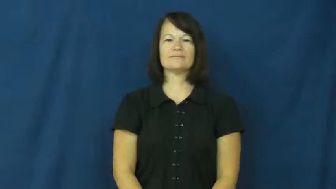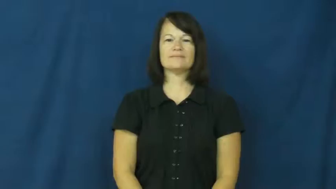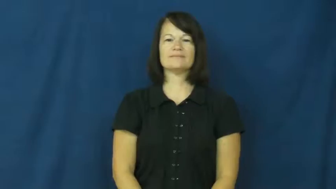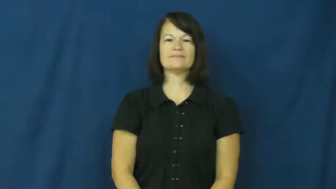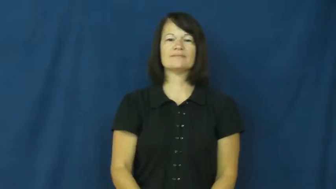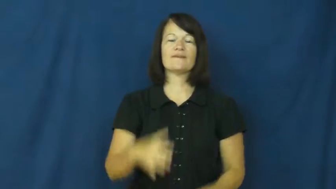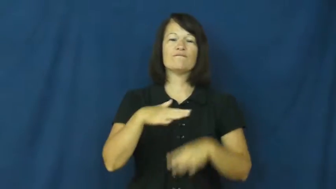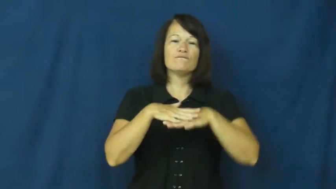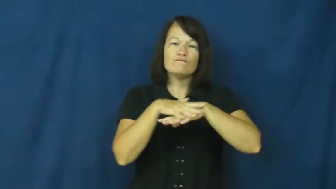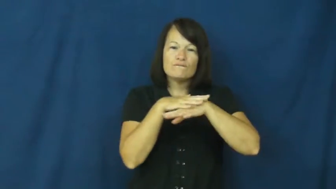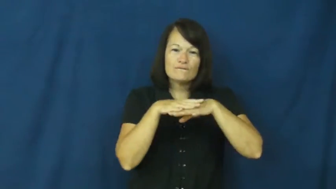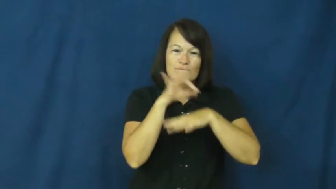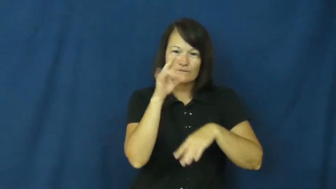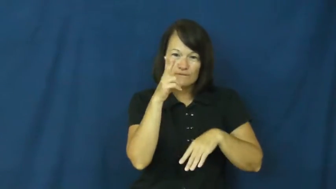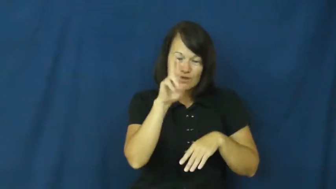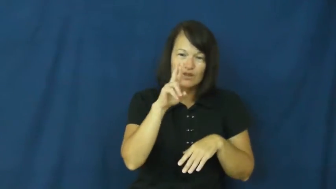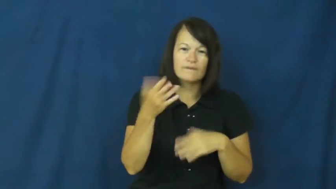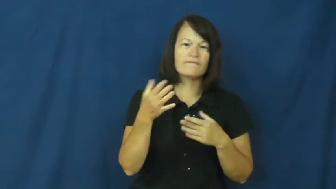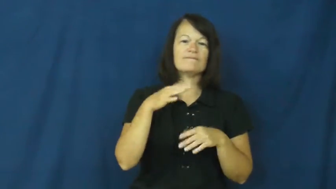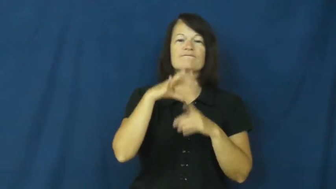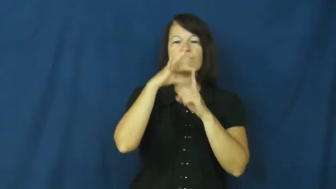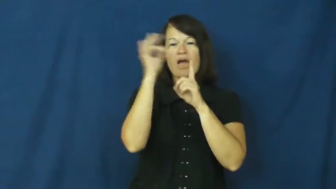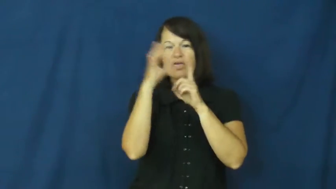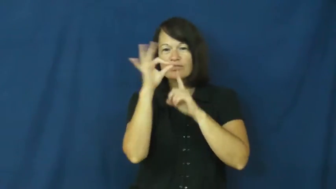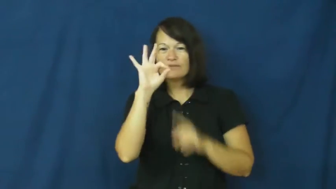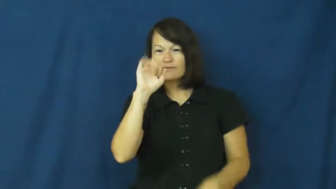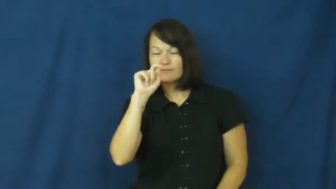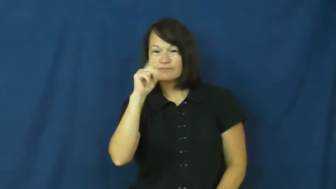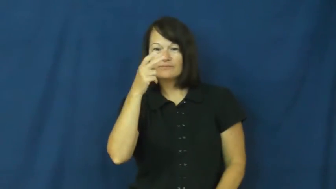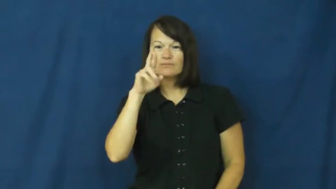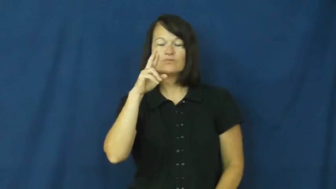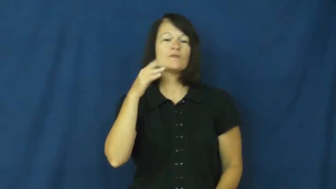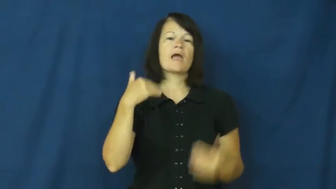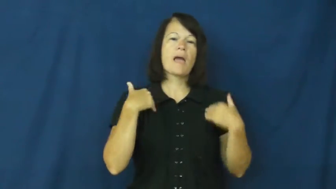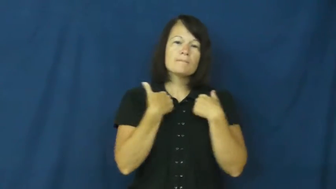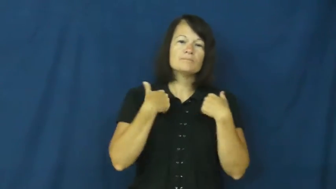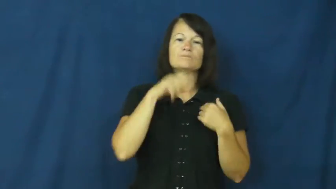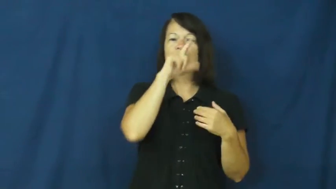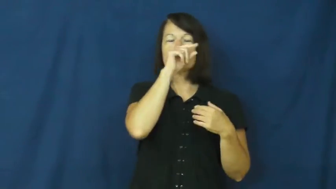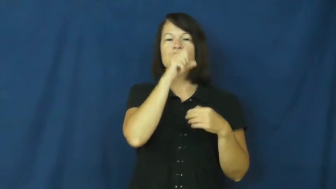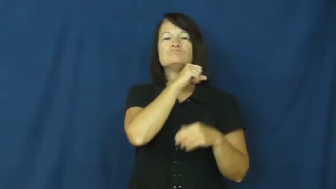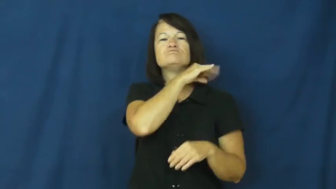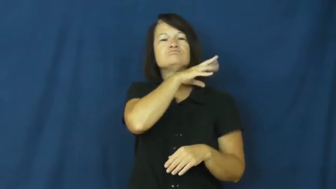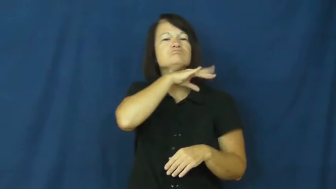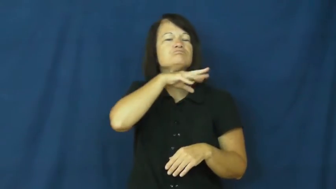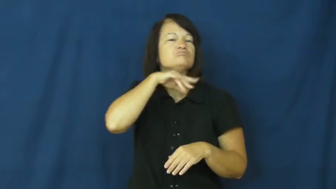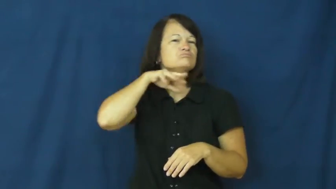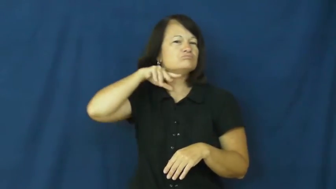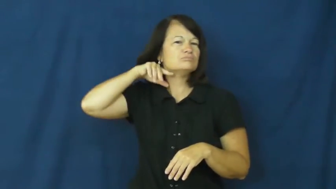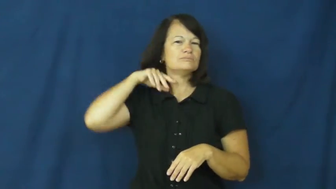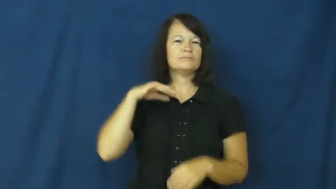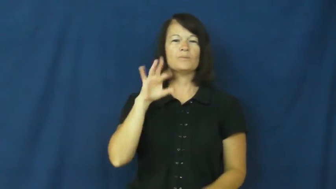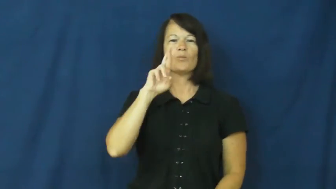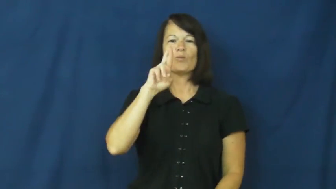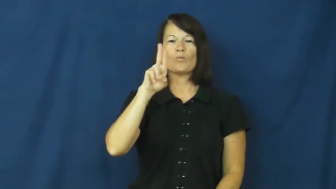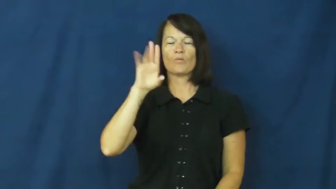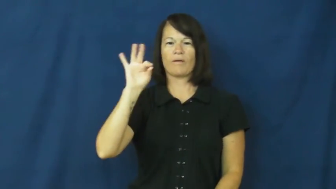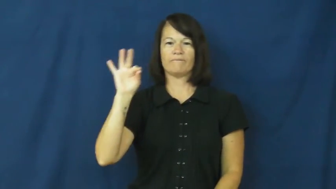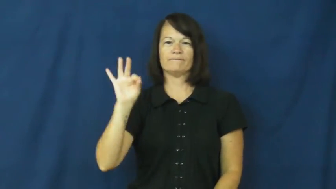ruff-animals